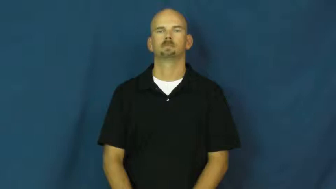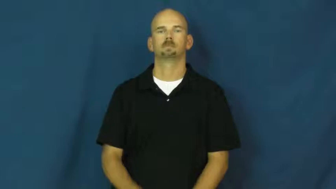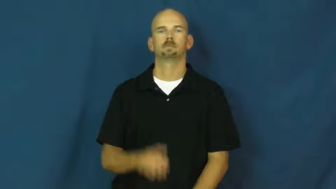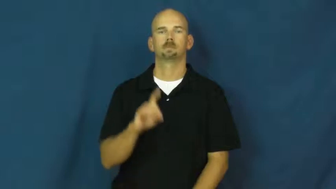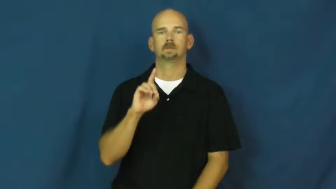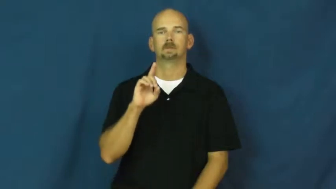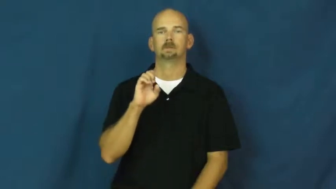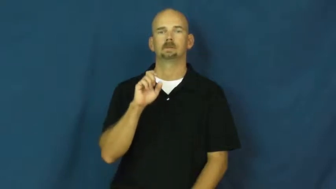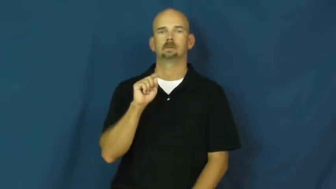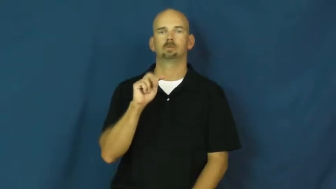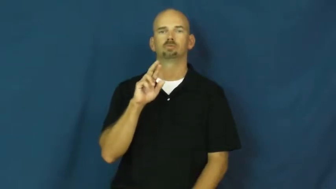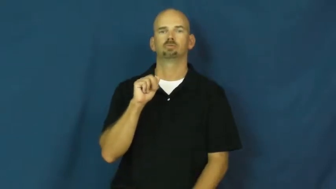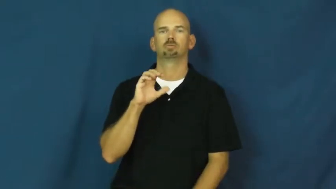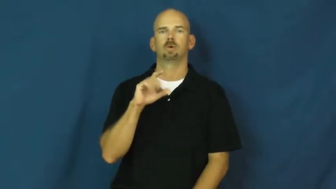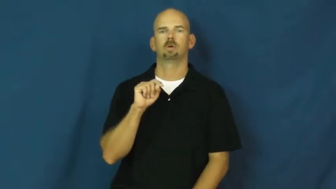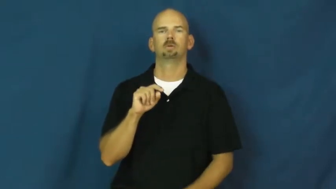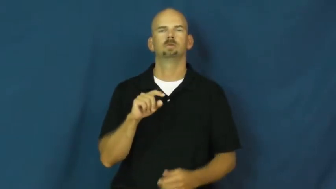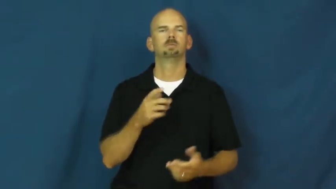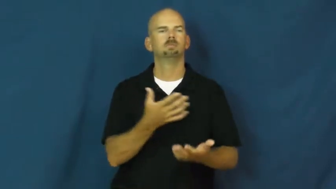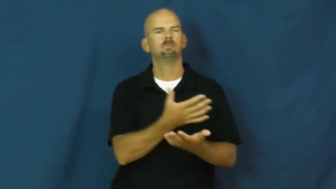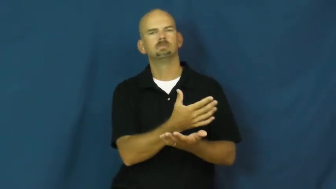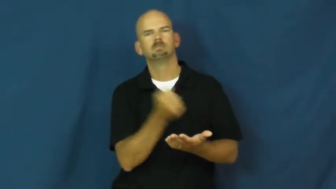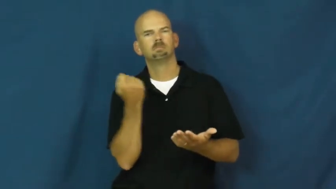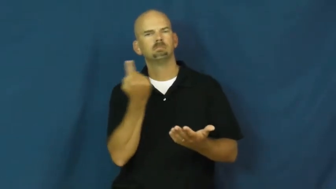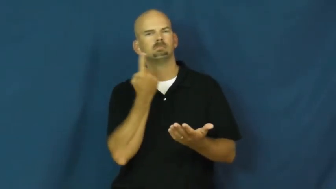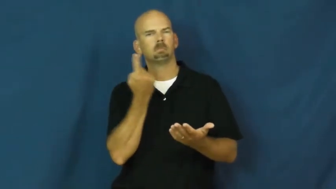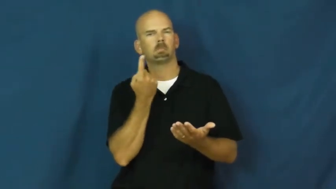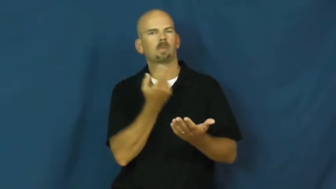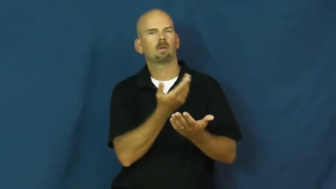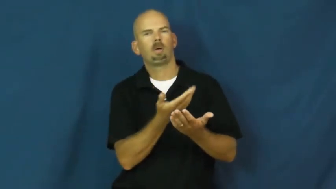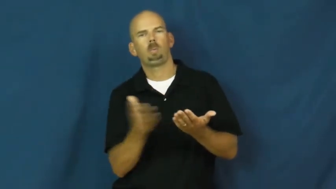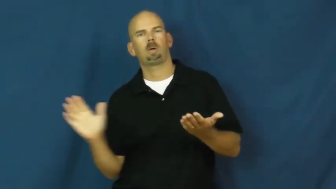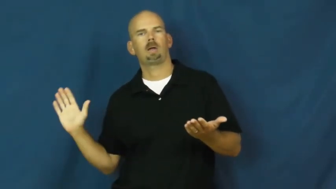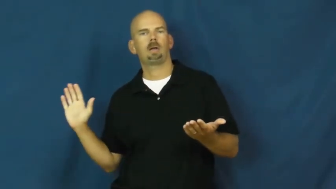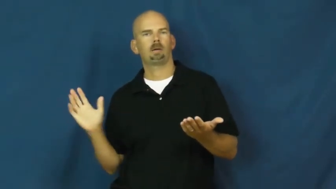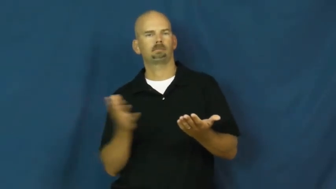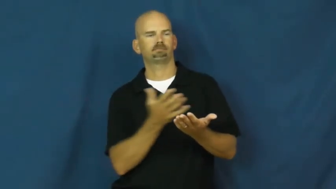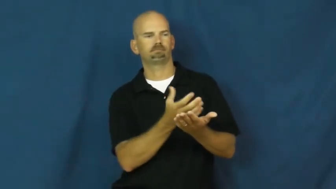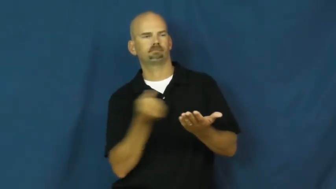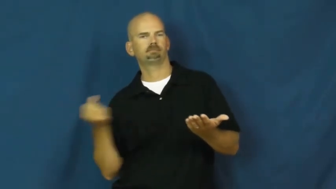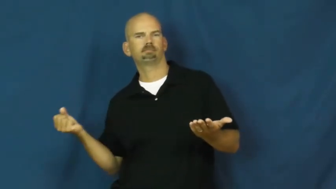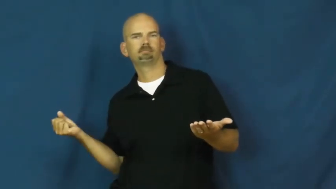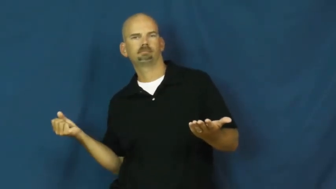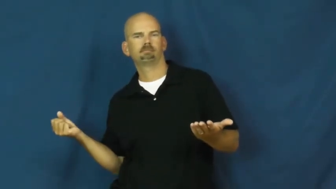detract